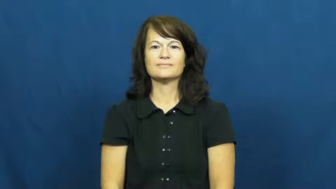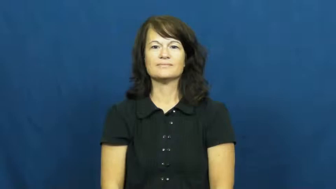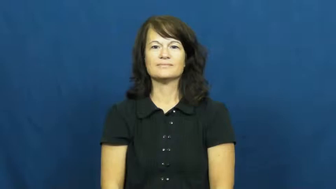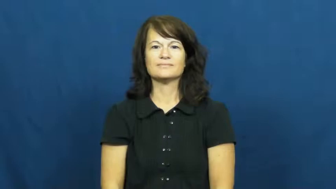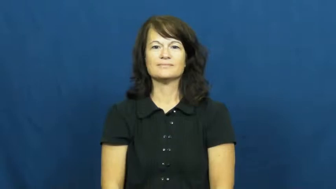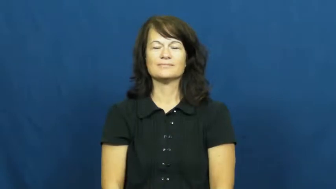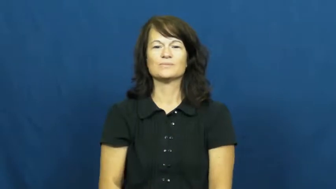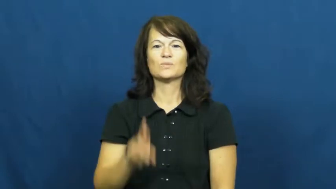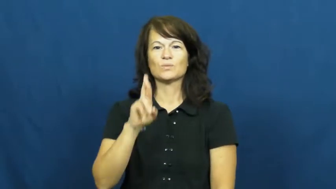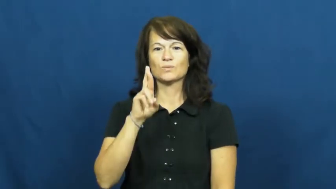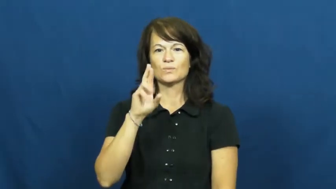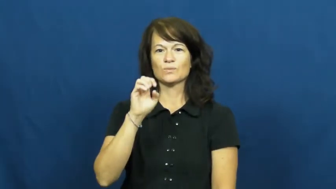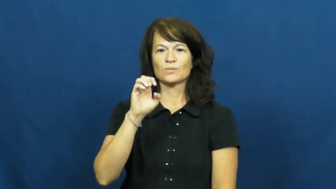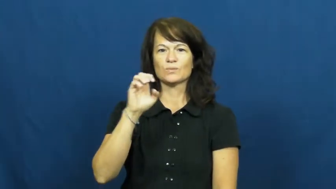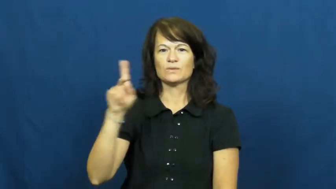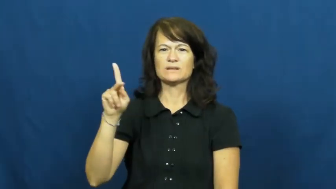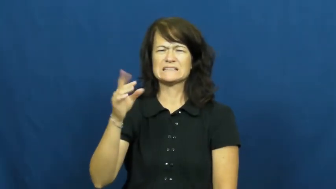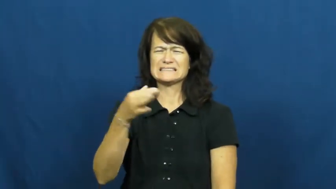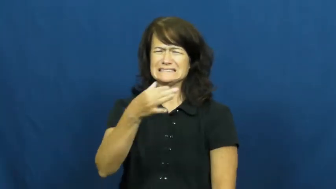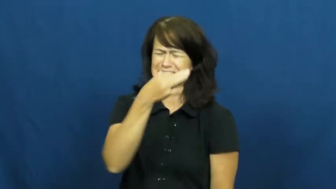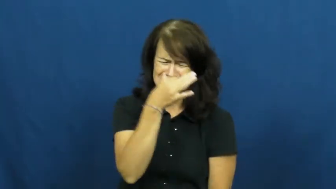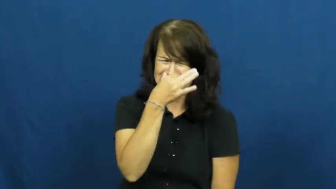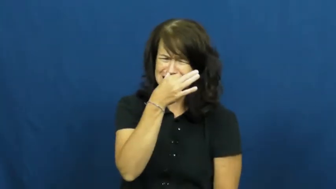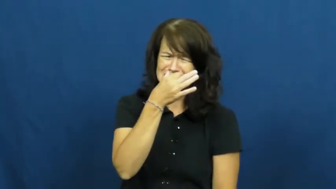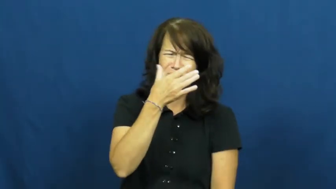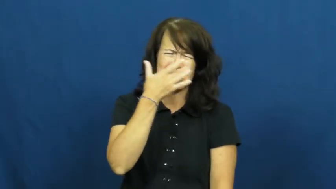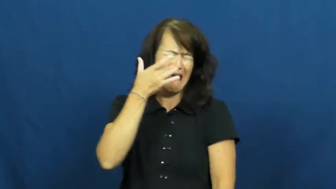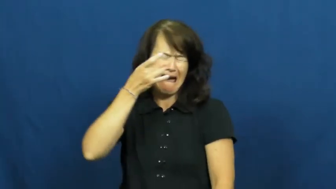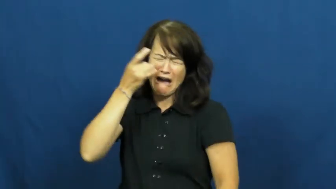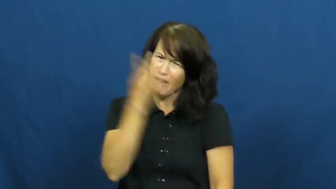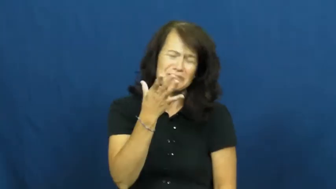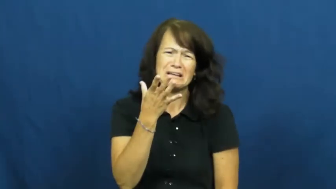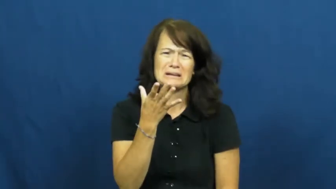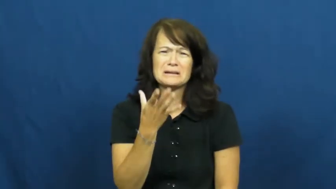reek